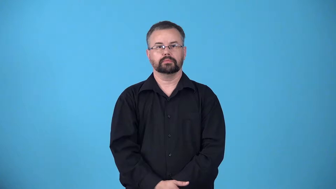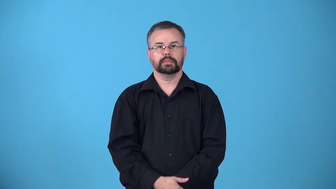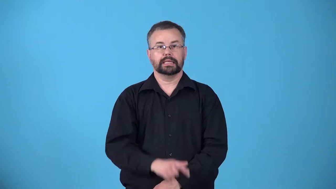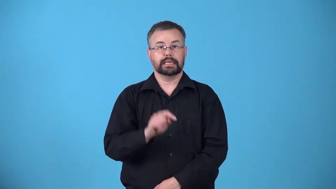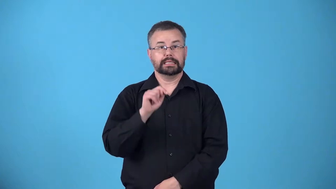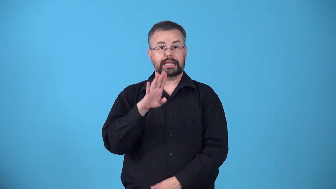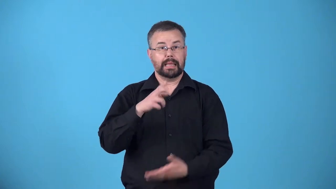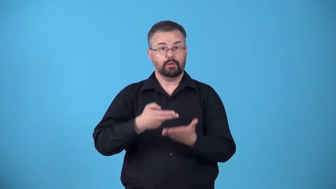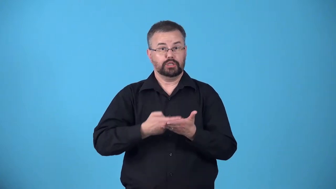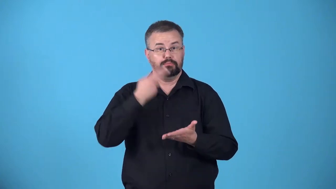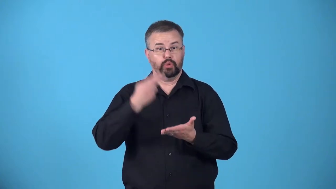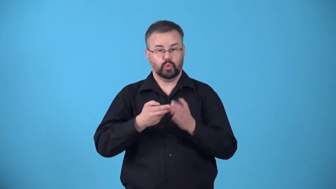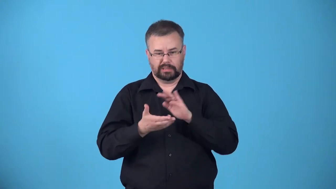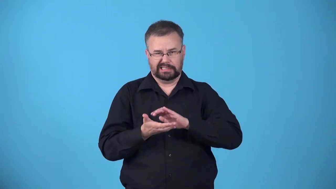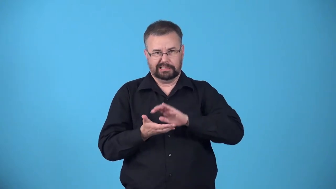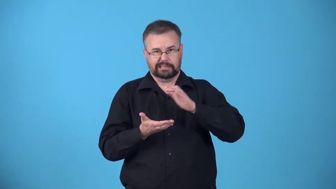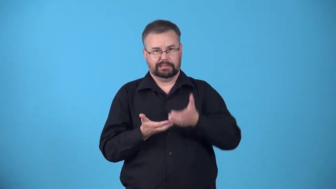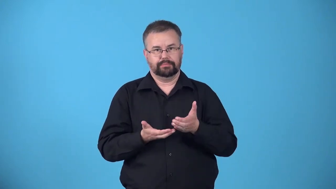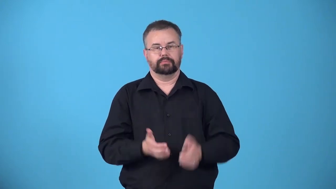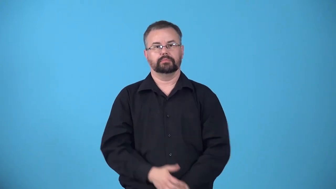tablespoonful